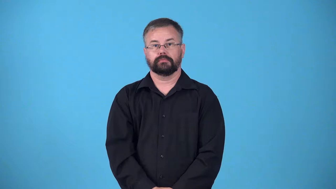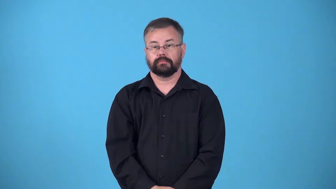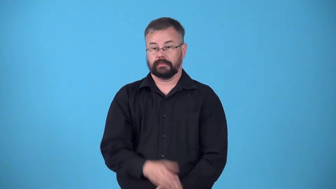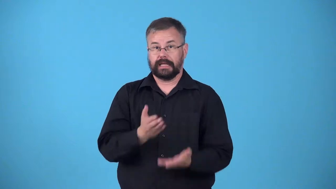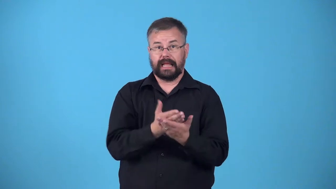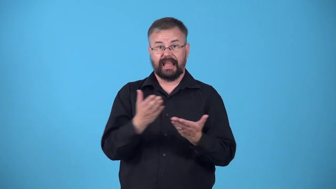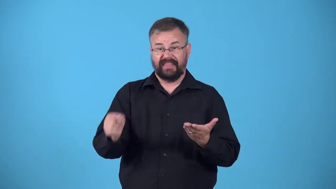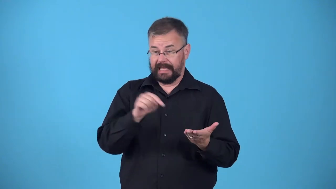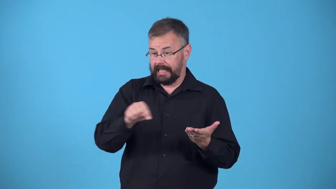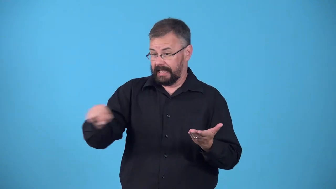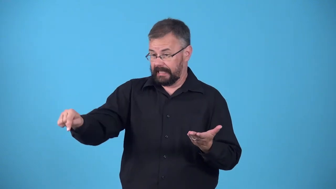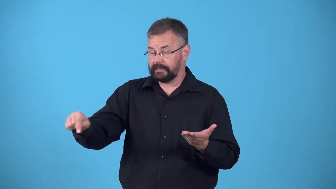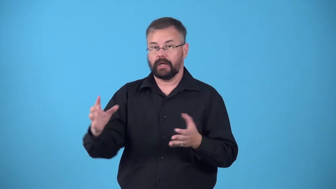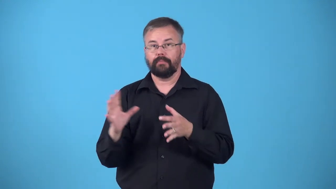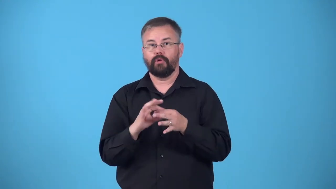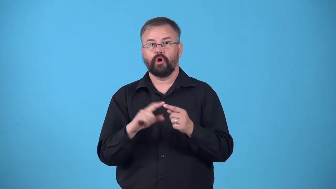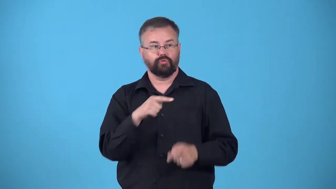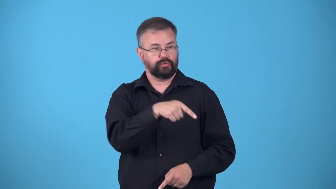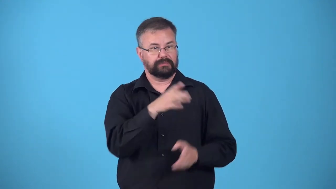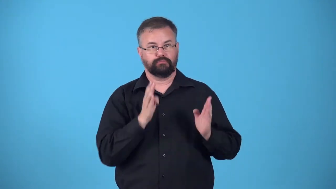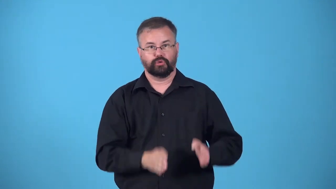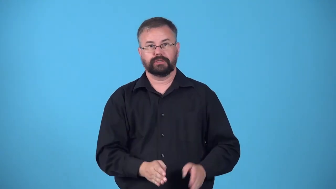effects